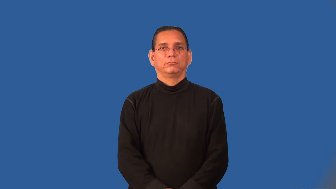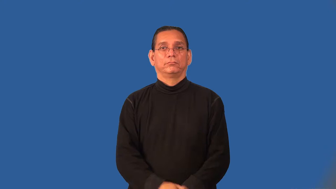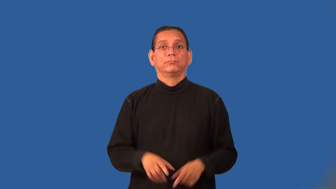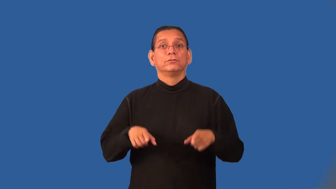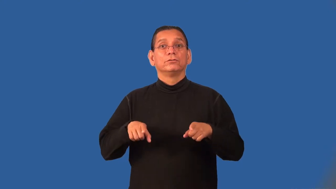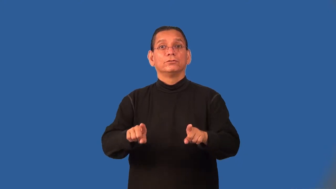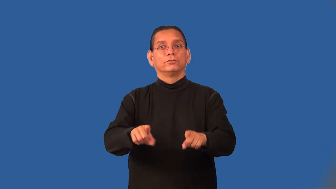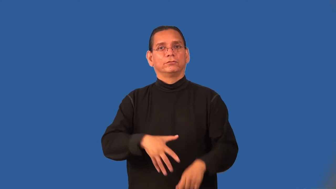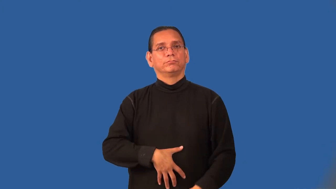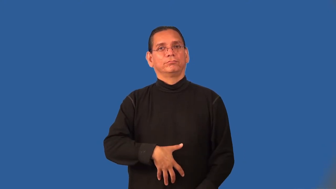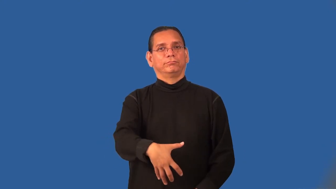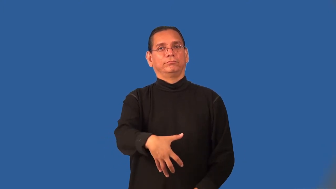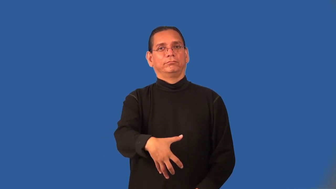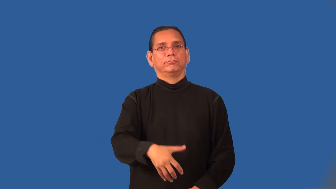prenatal